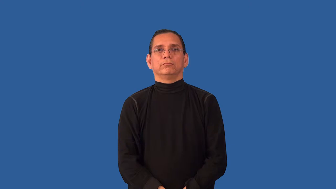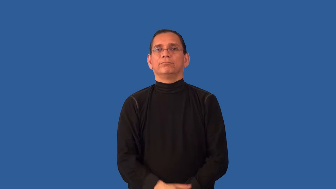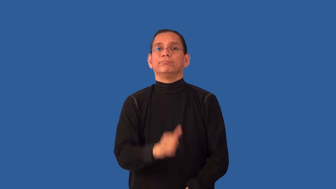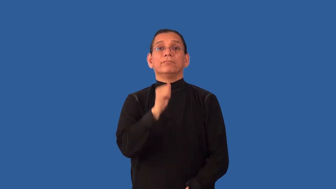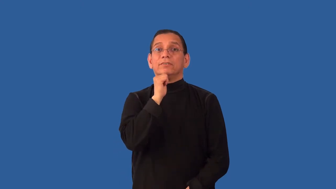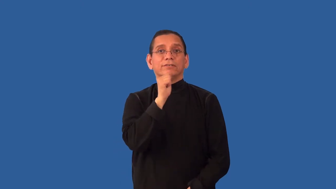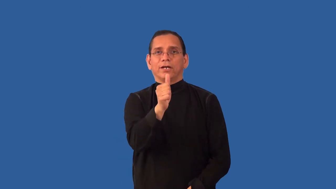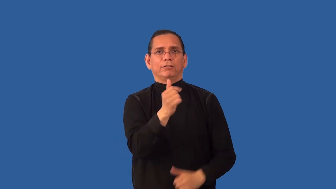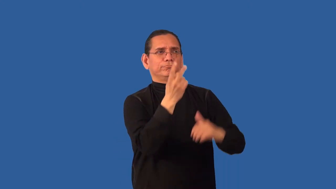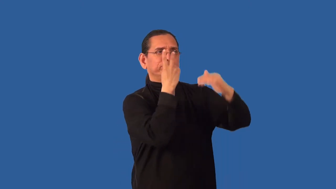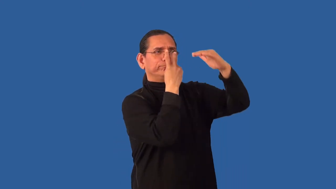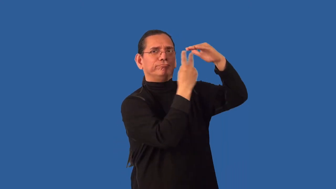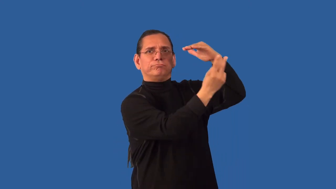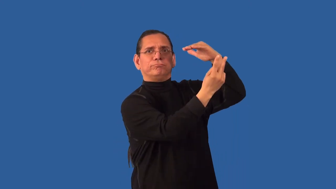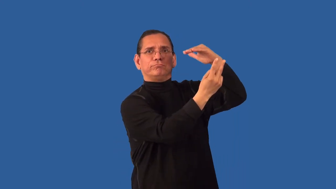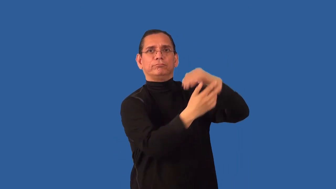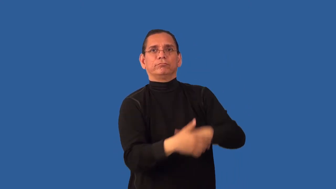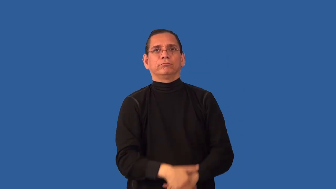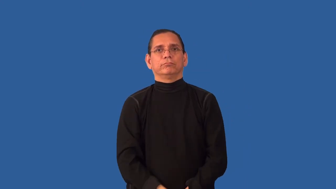unforeseen